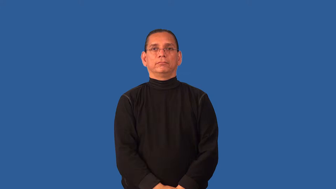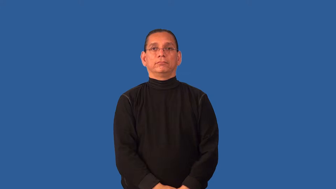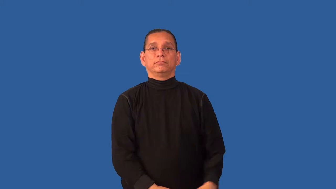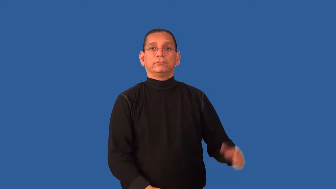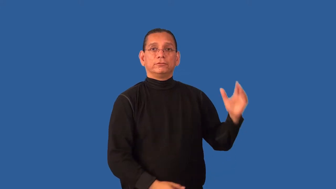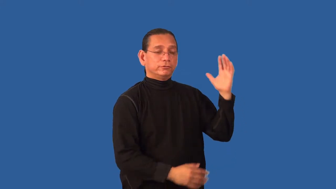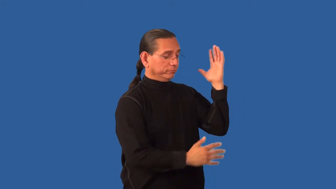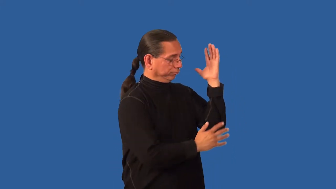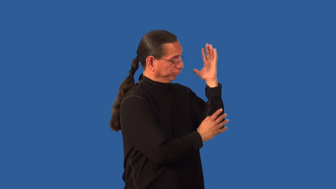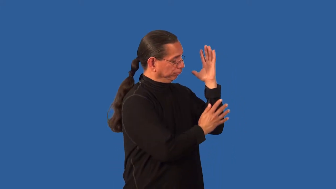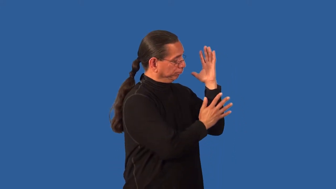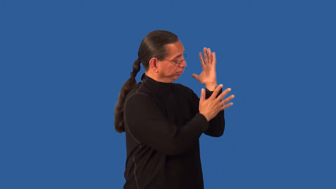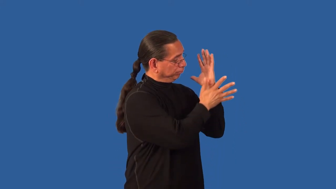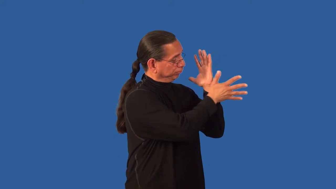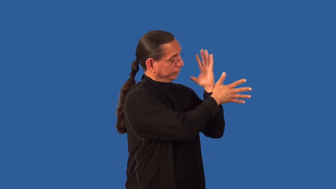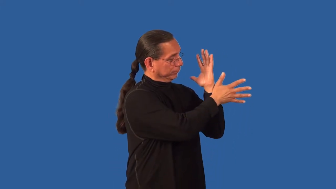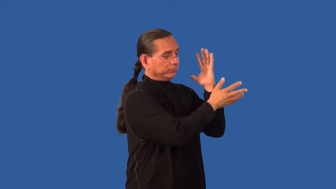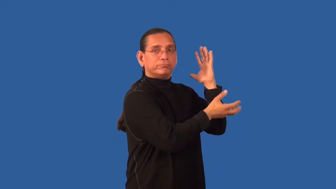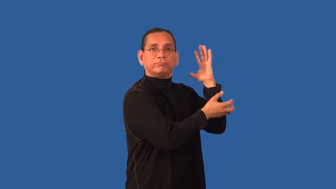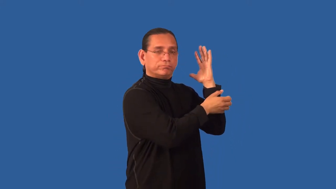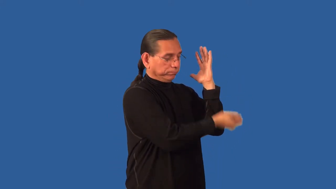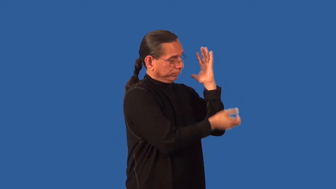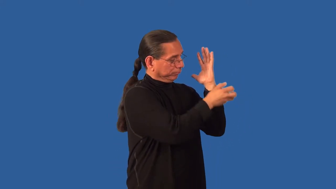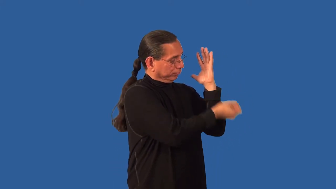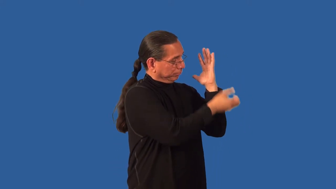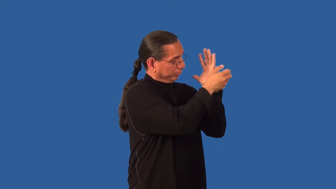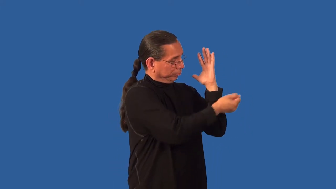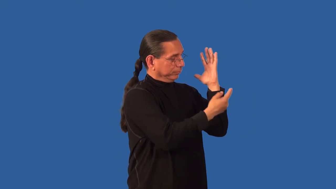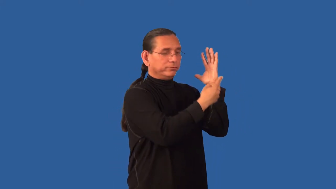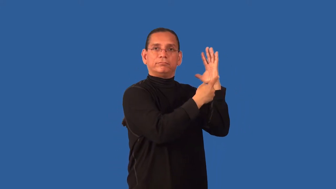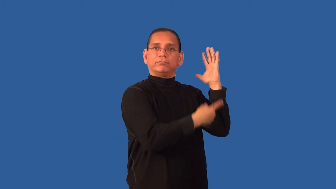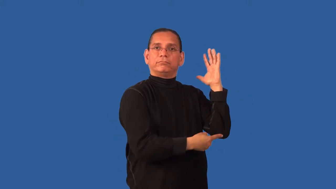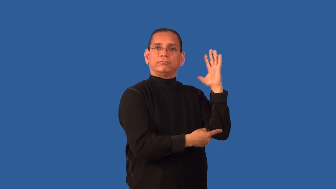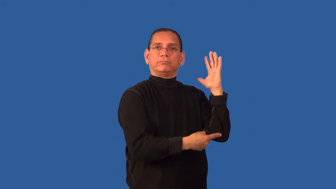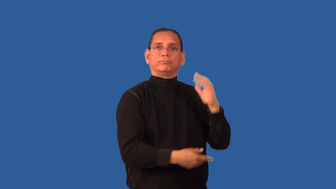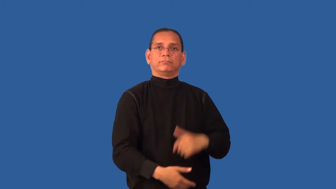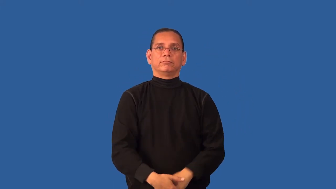defoliate